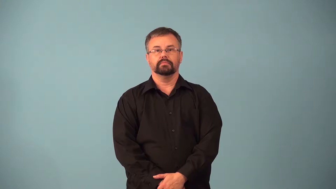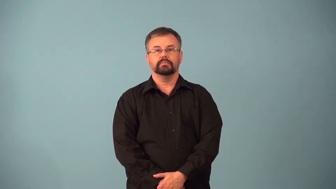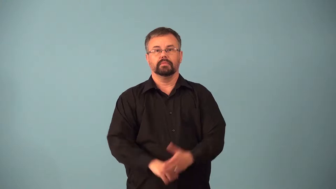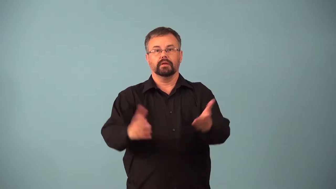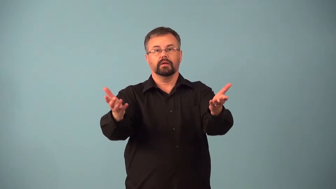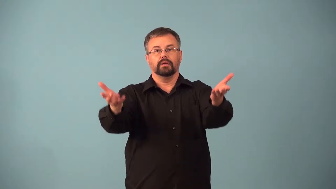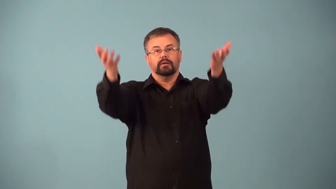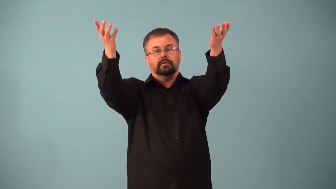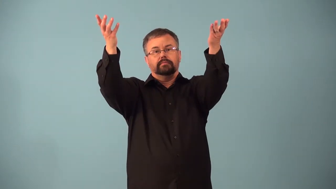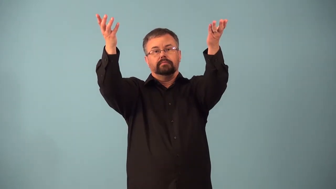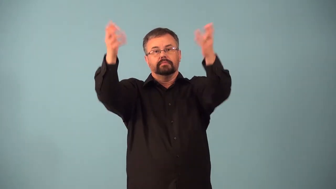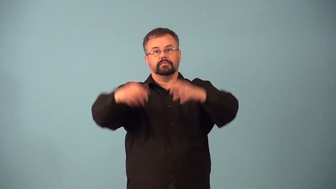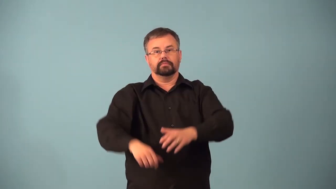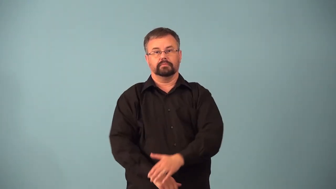aloft